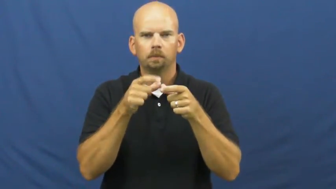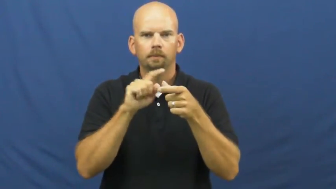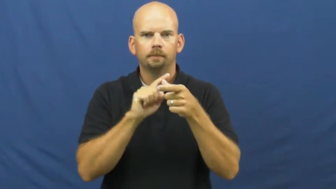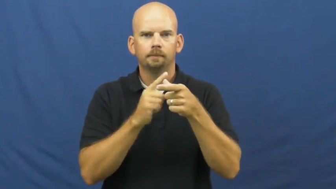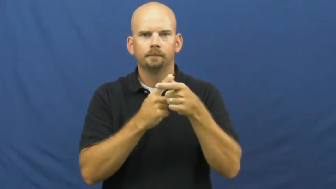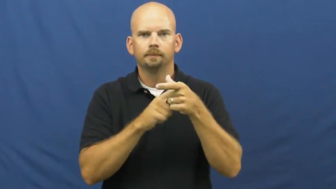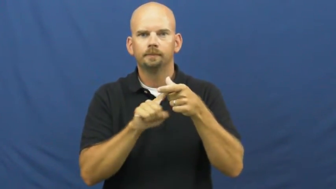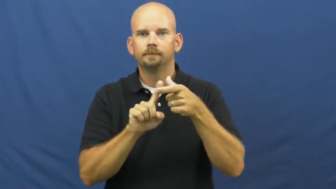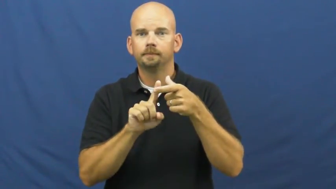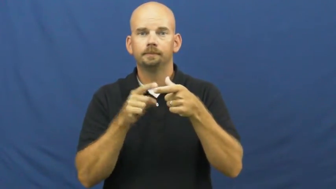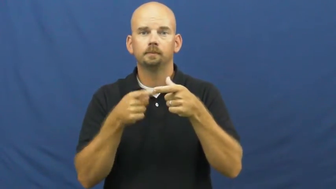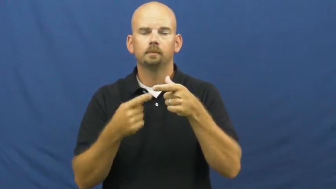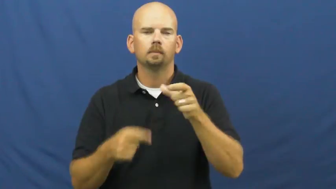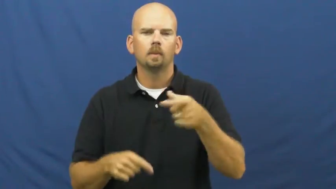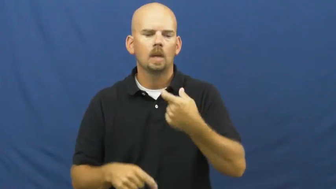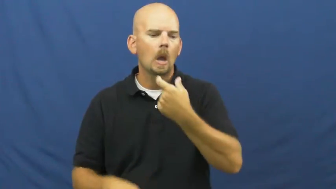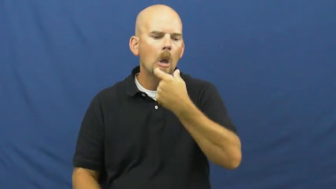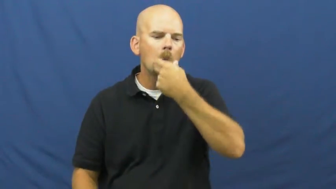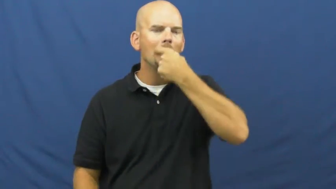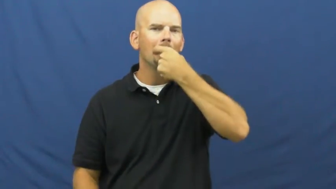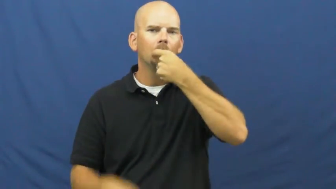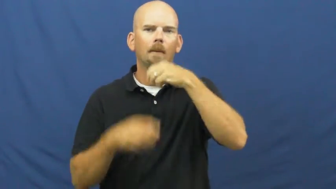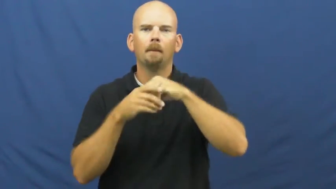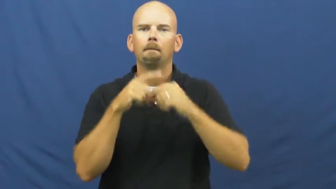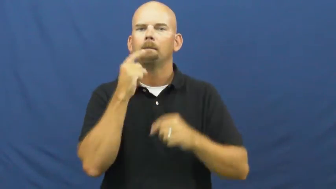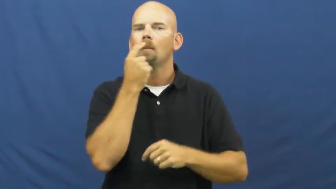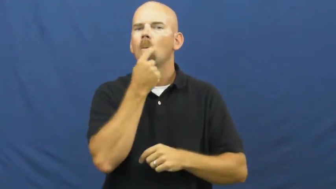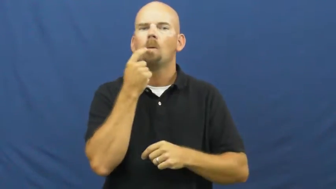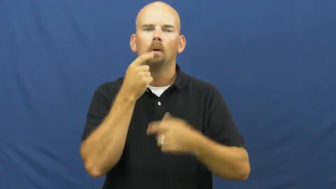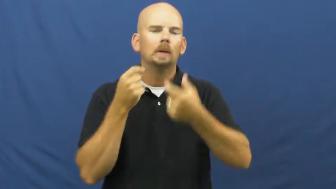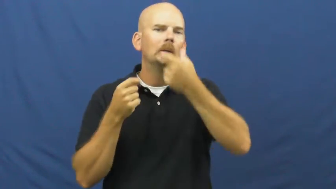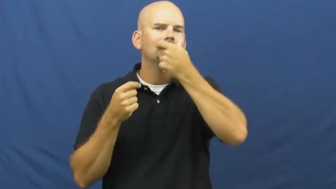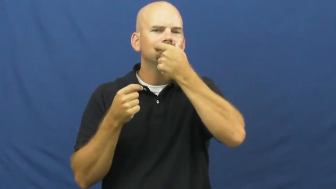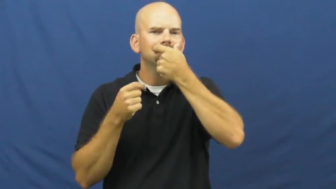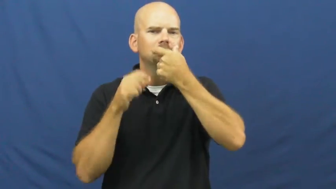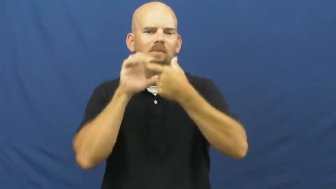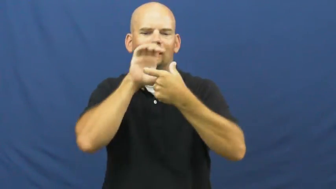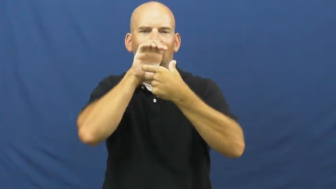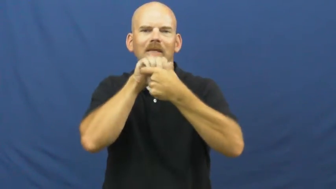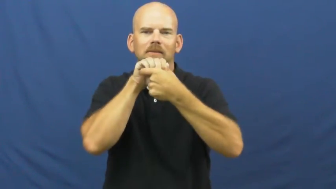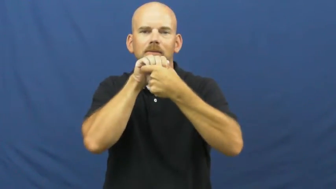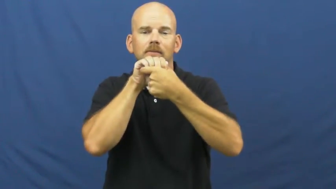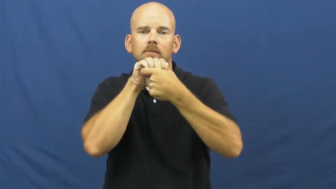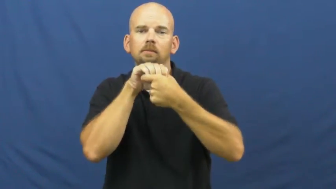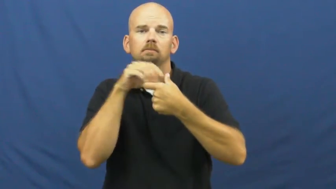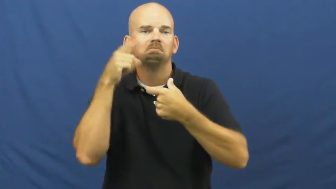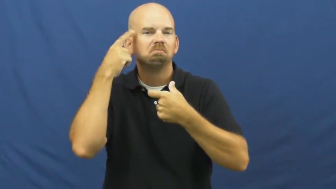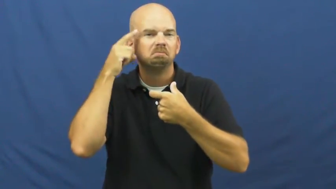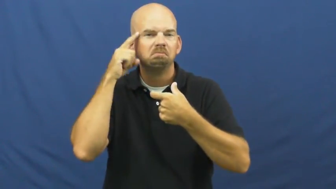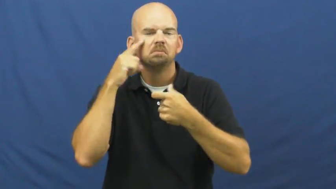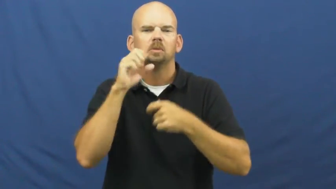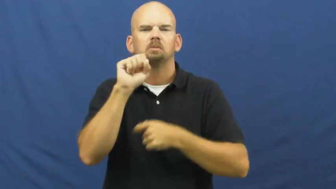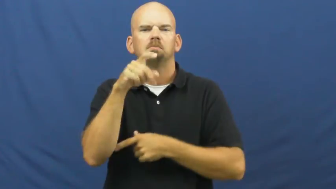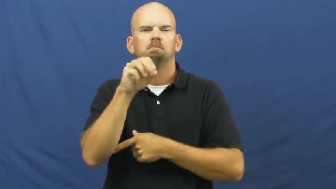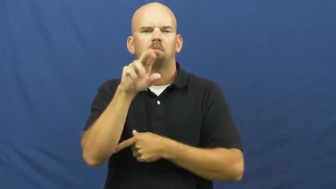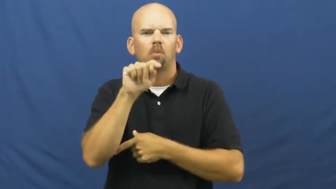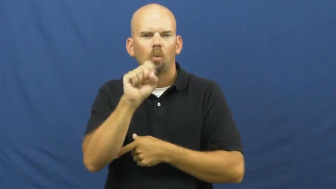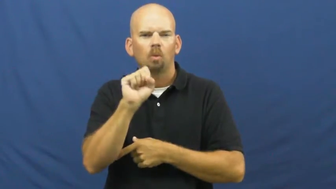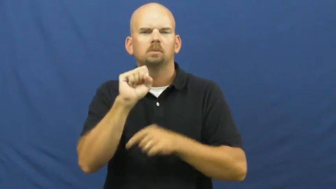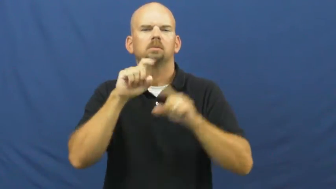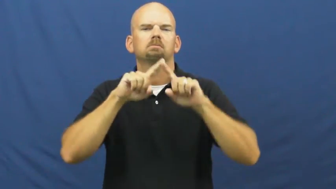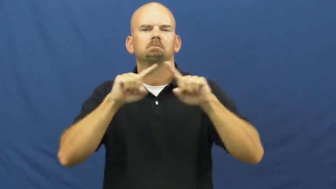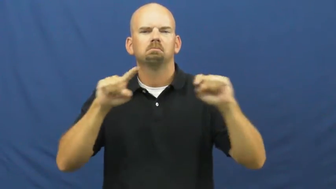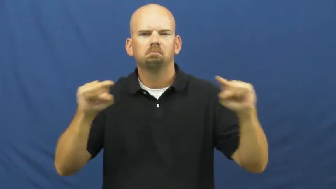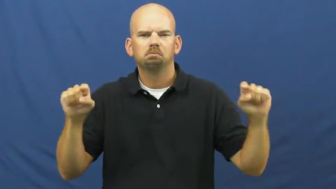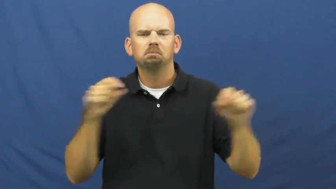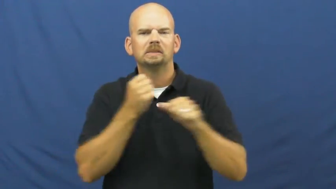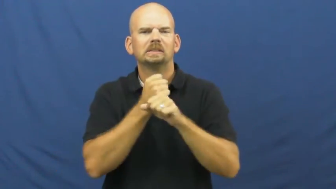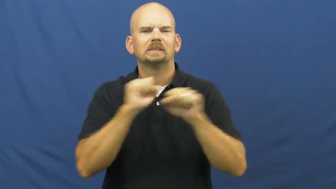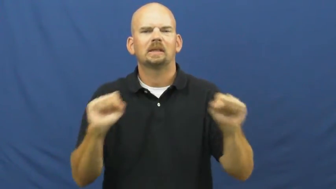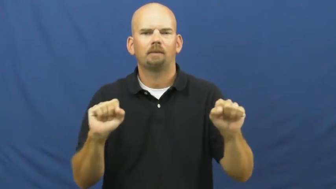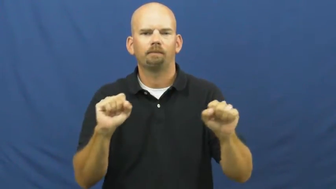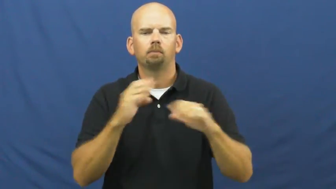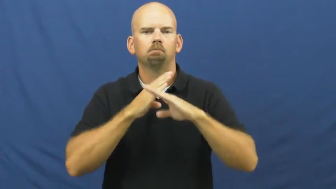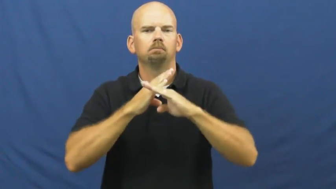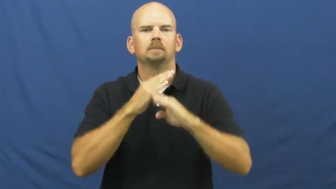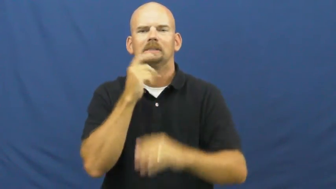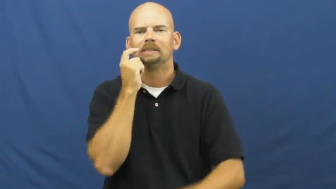mouthpiece